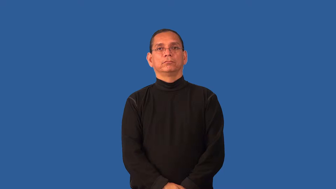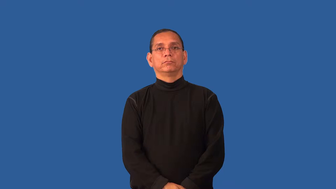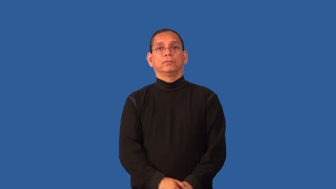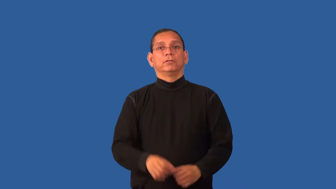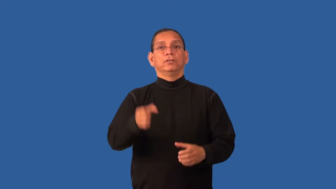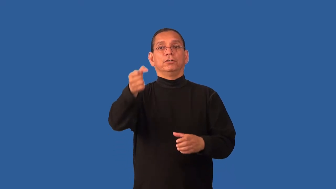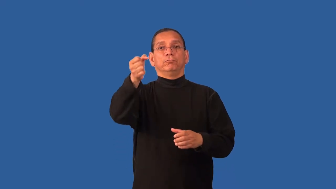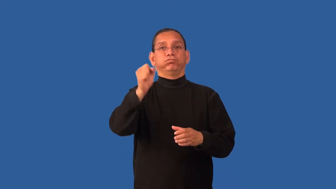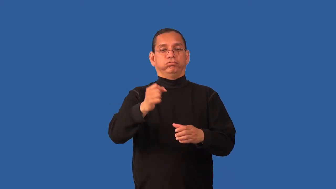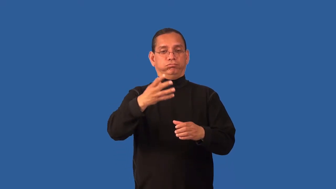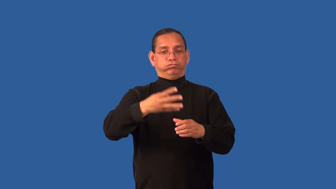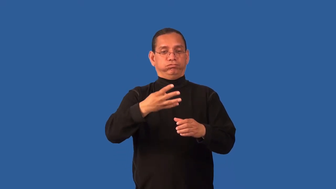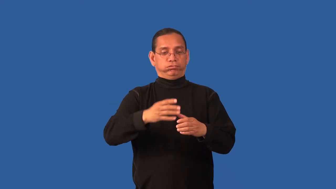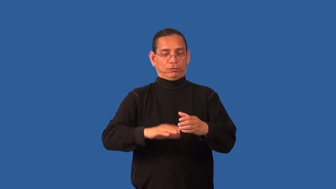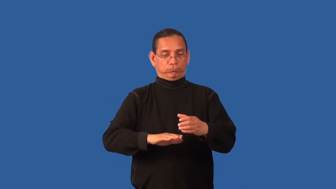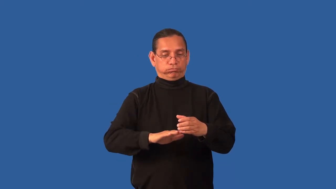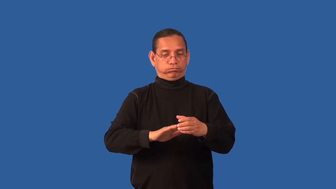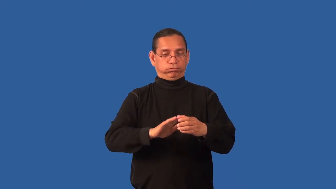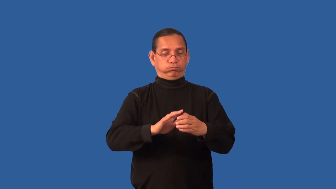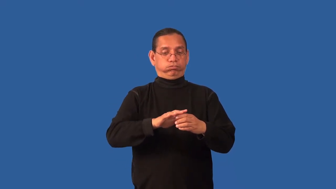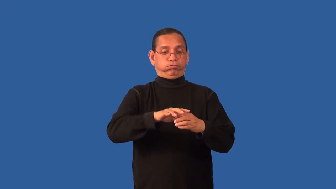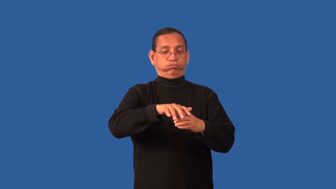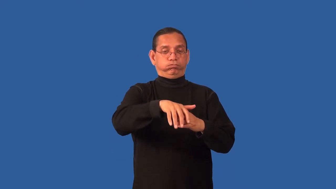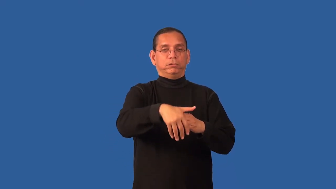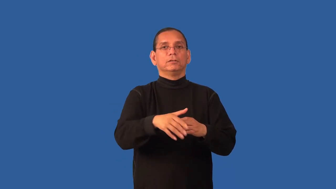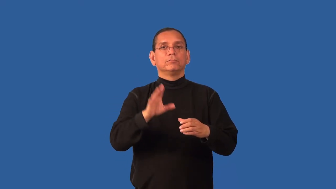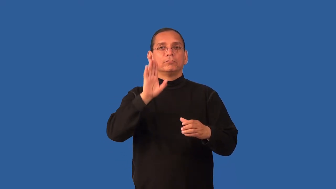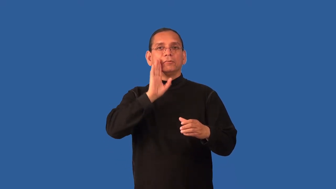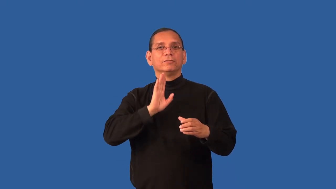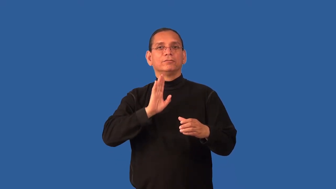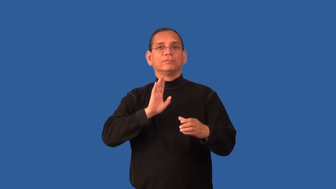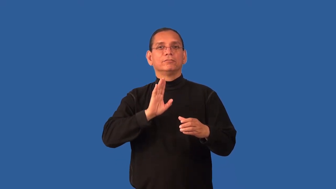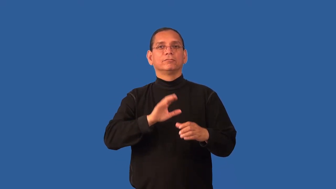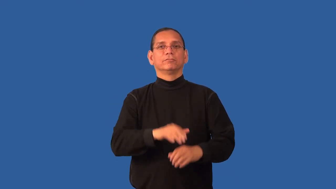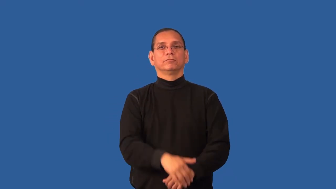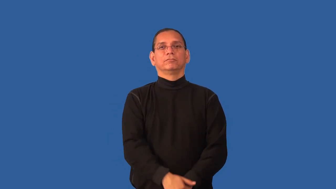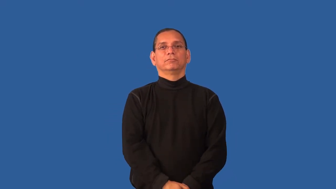draft,draught-beer